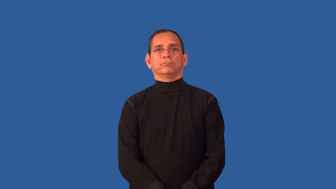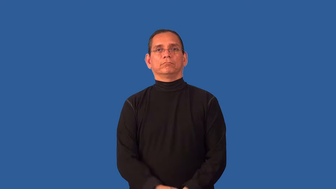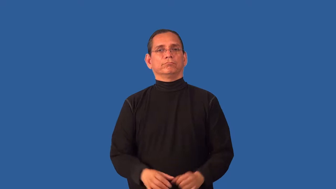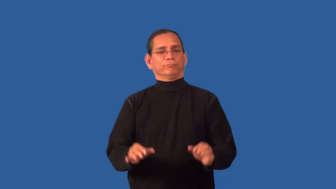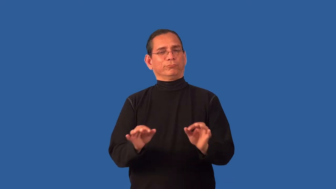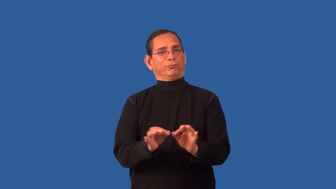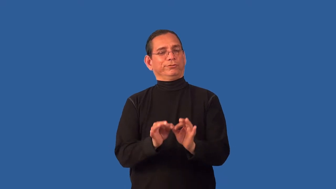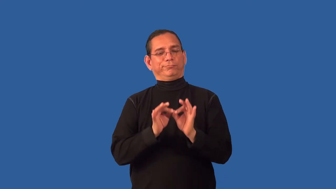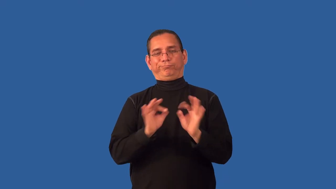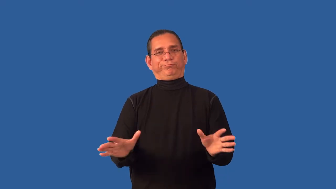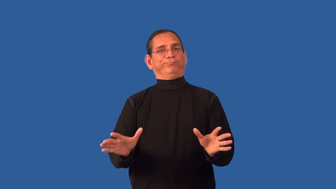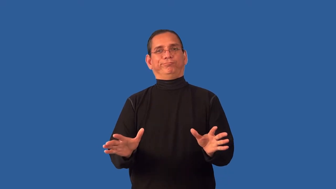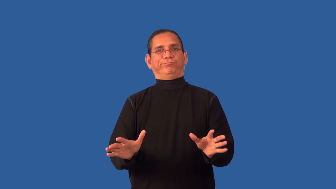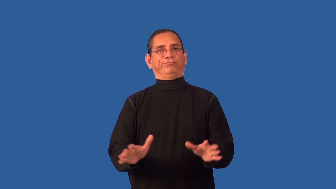unvalued,bootless